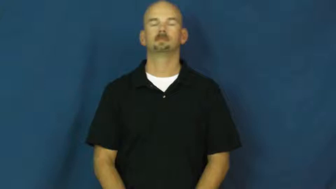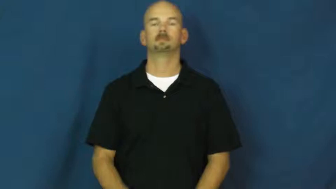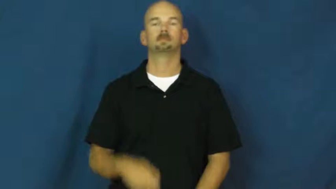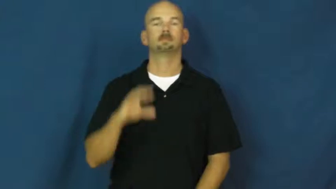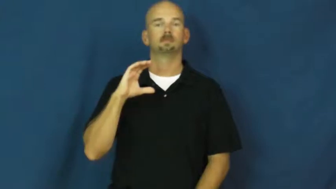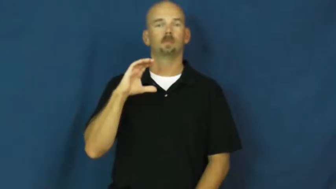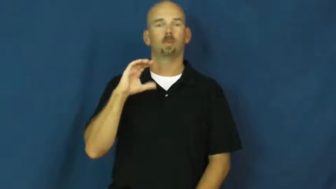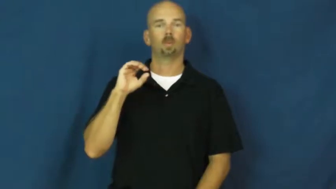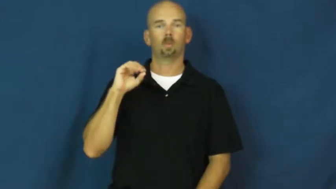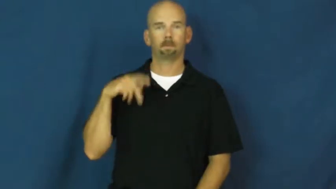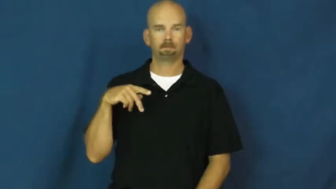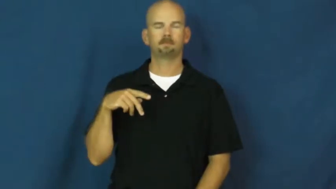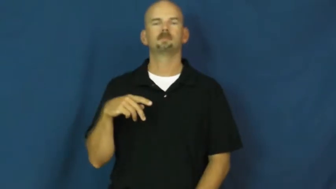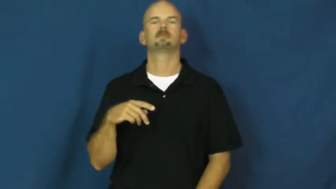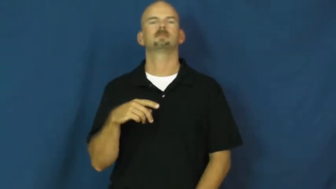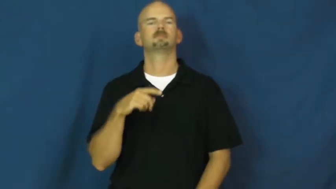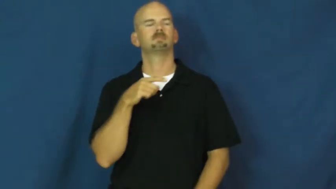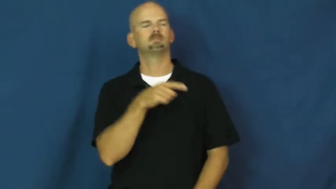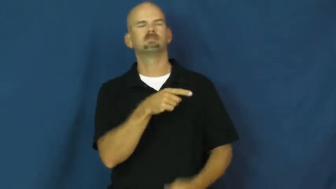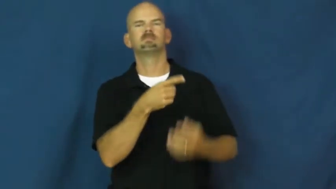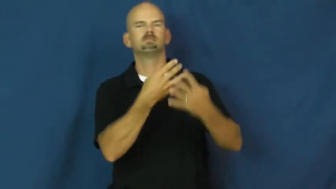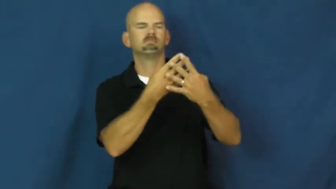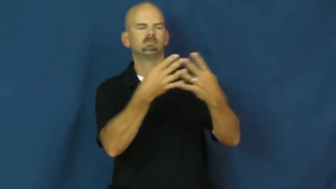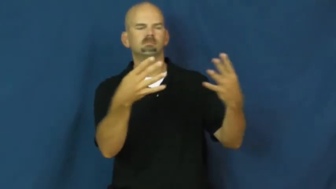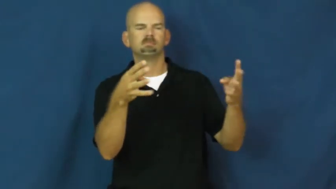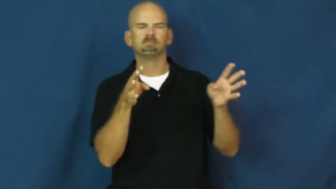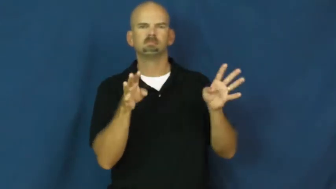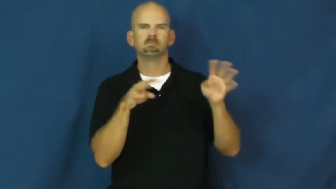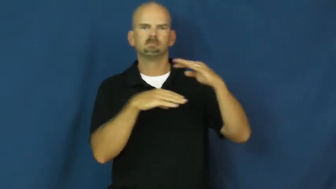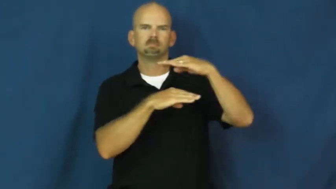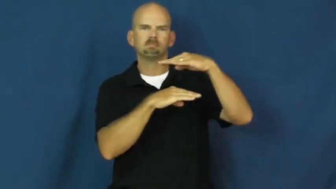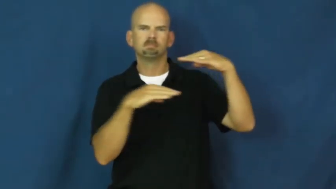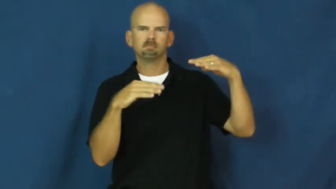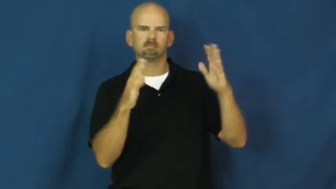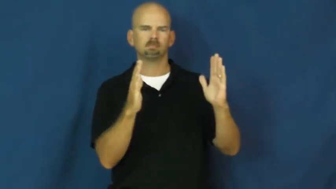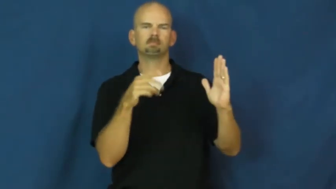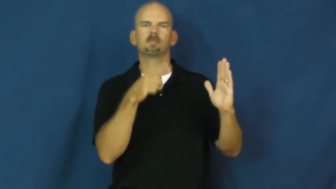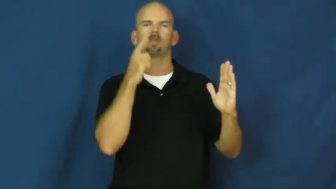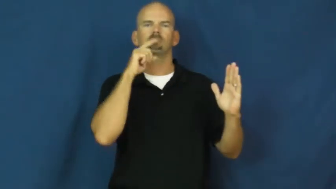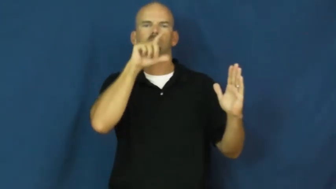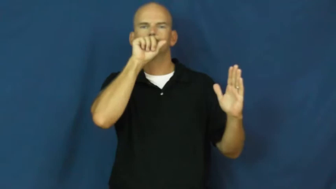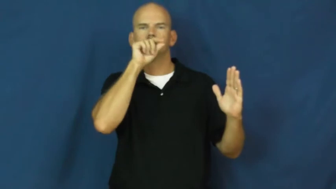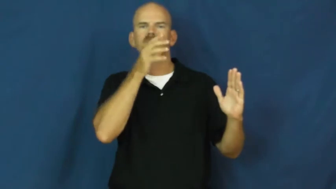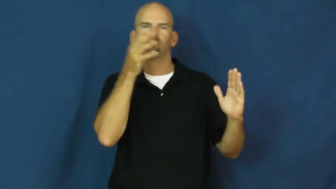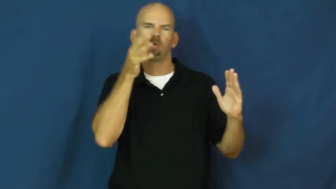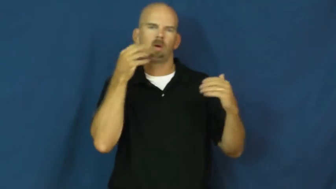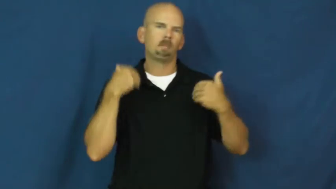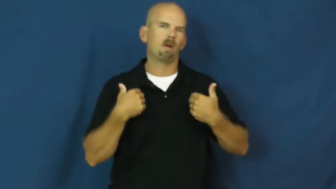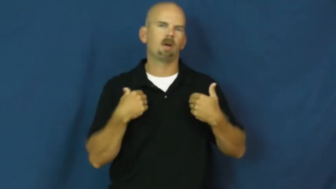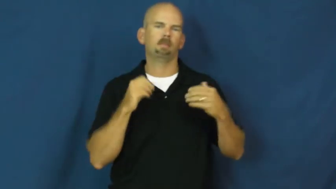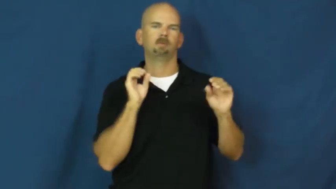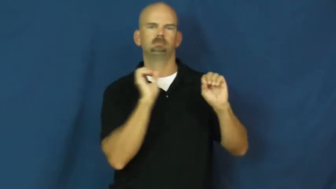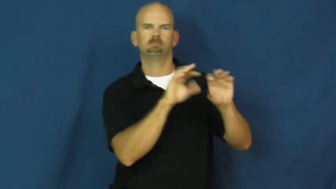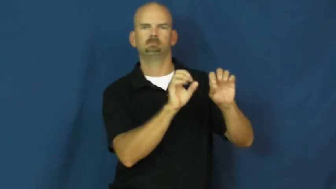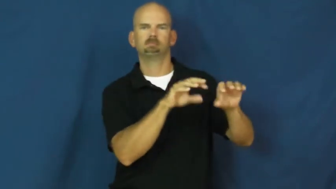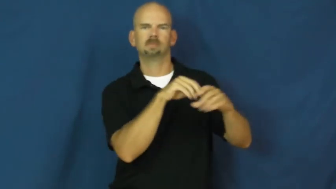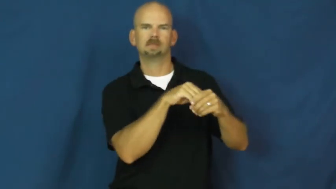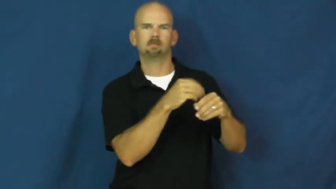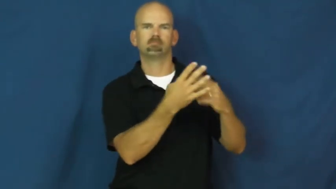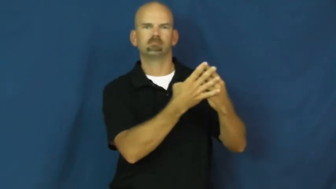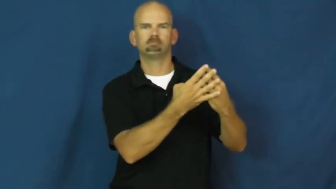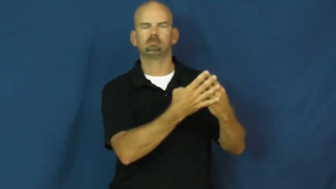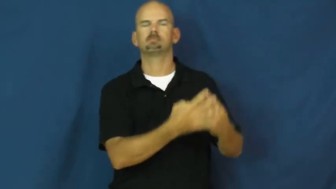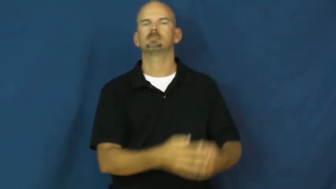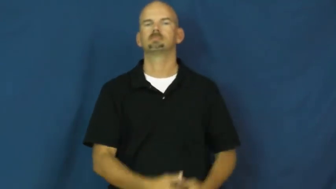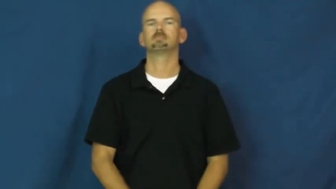coop